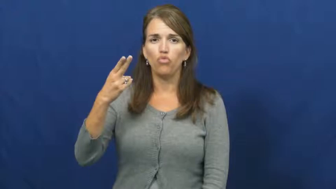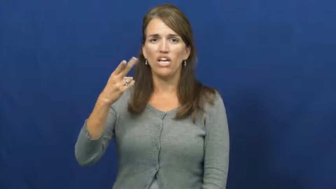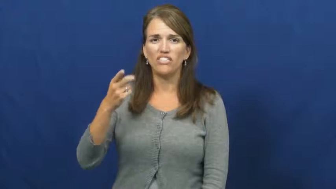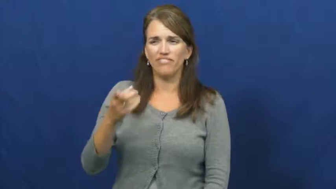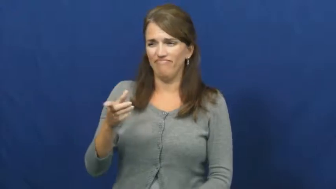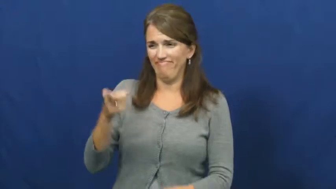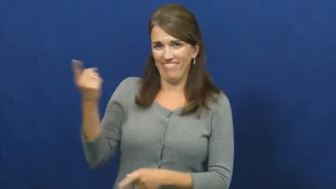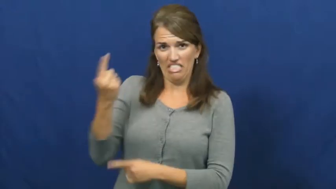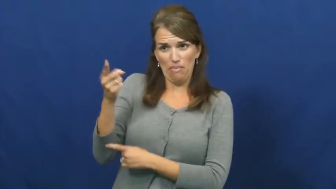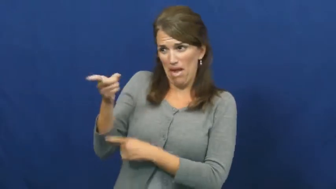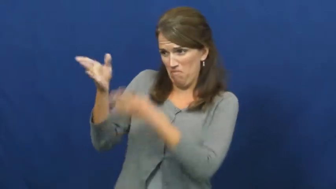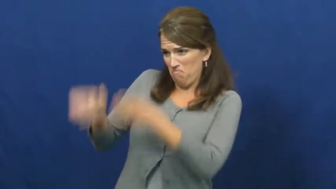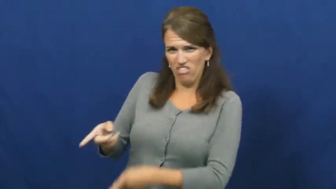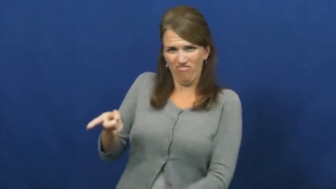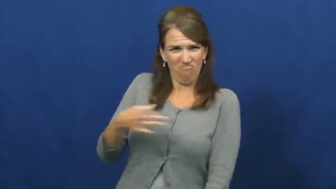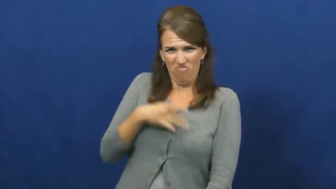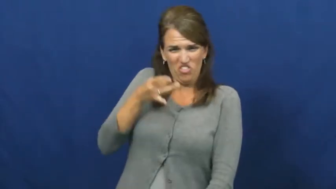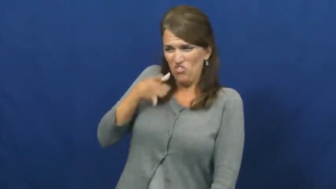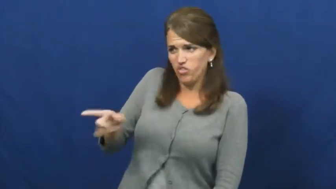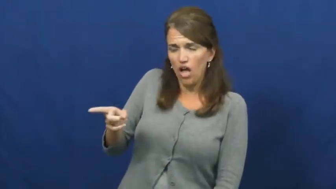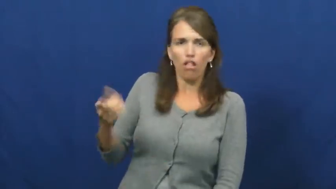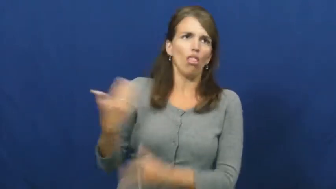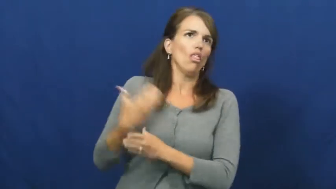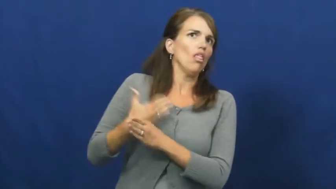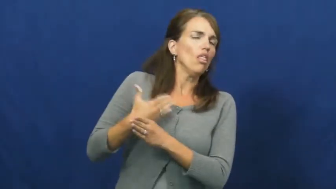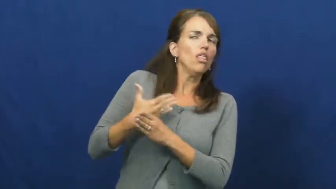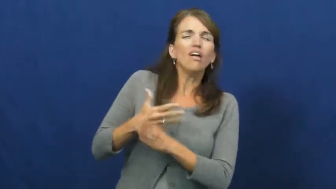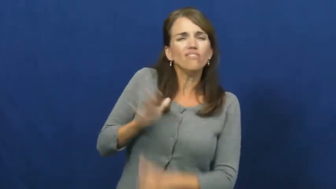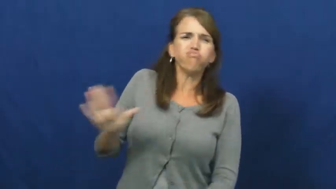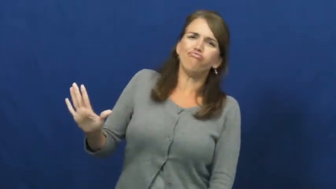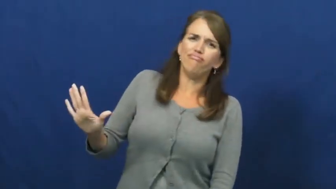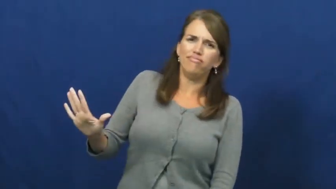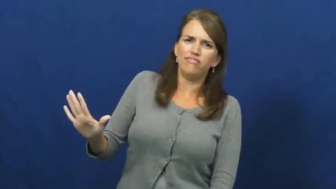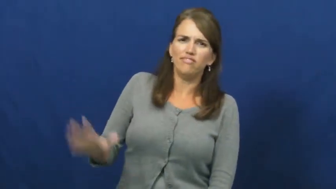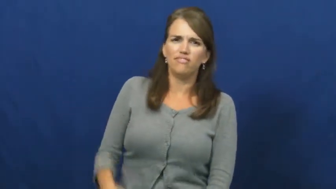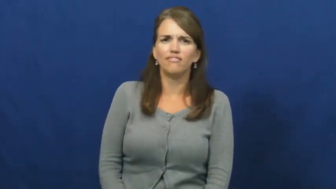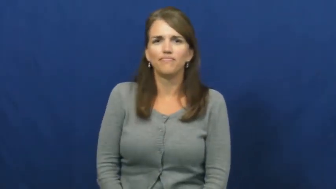wretch,accursed